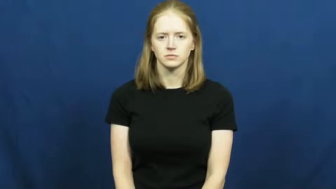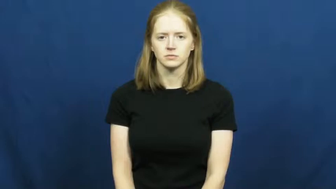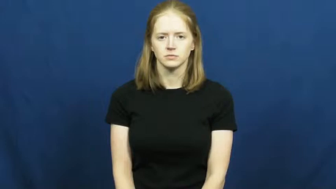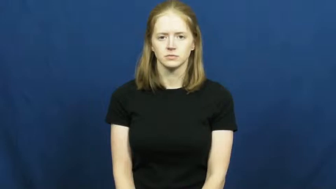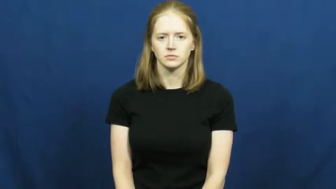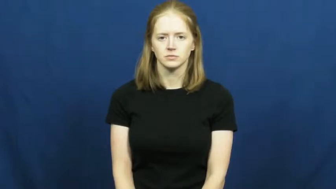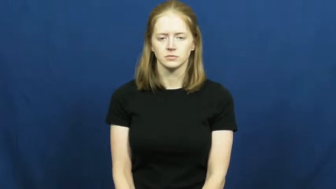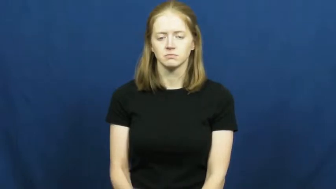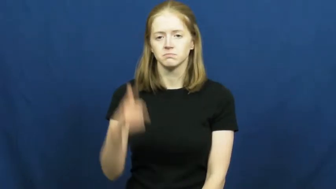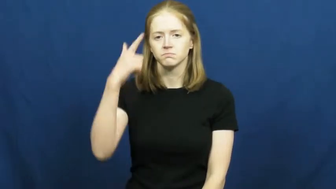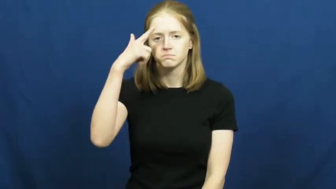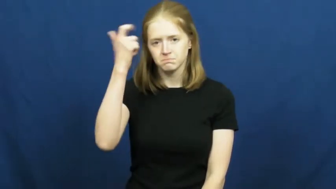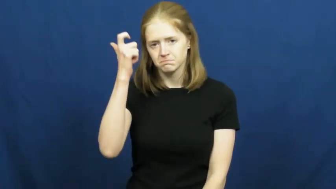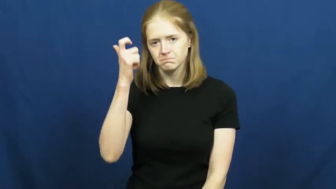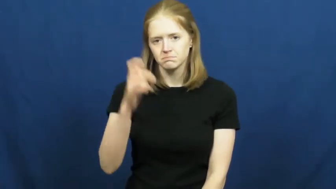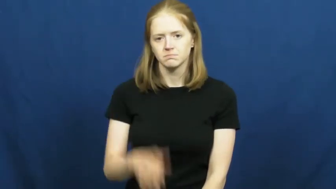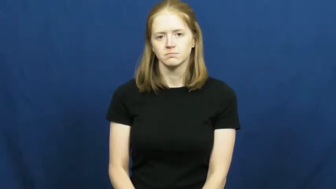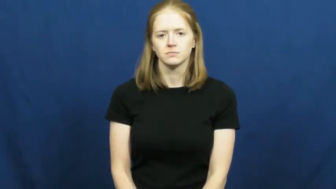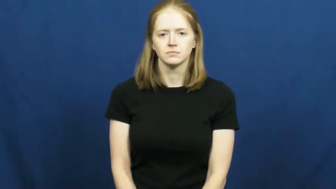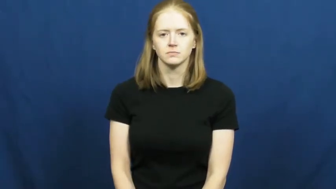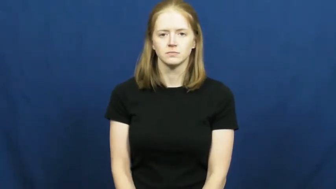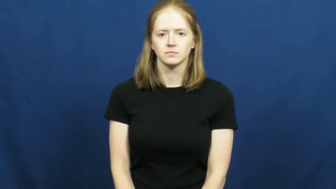on account of